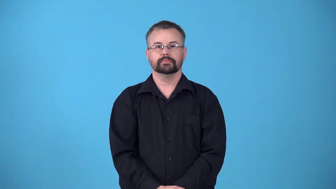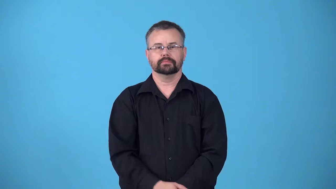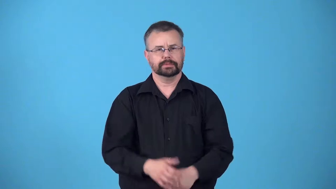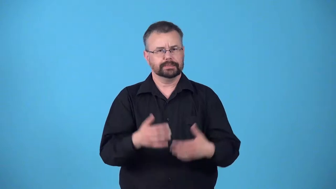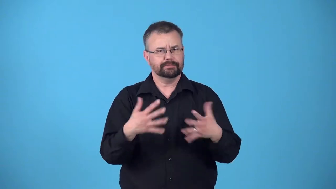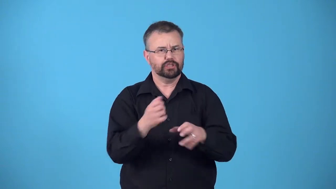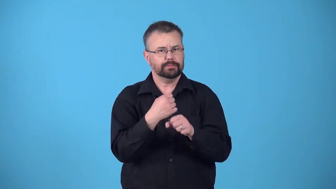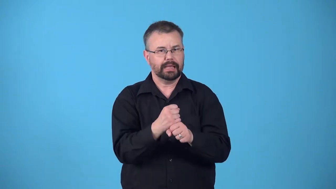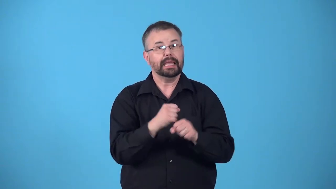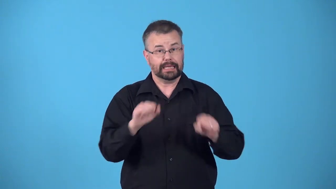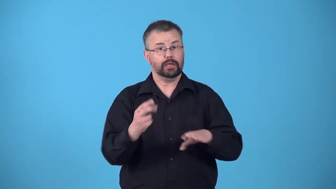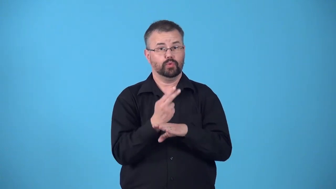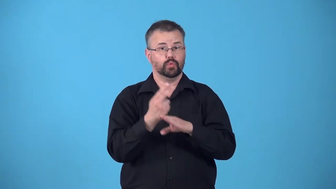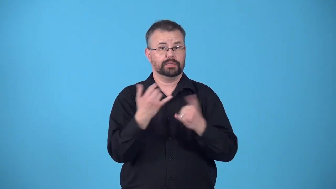readymade